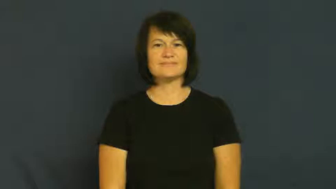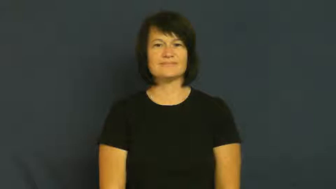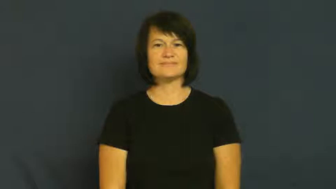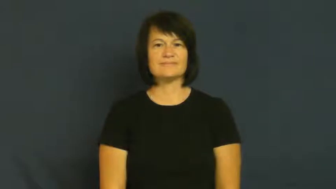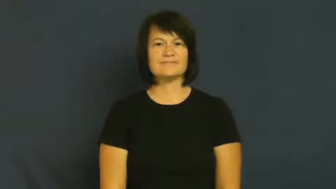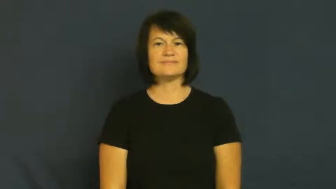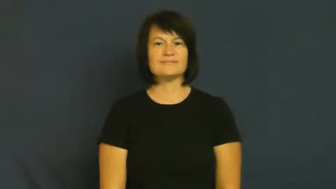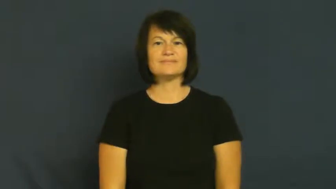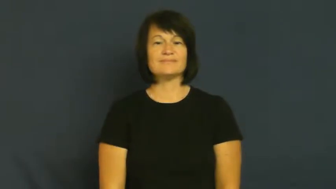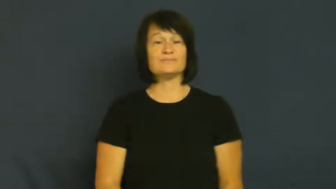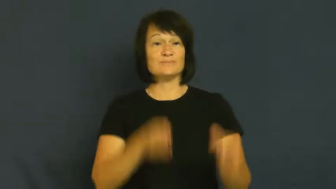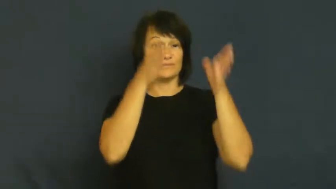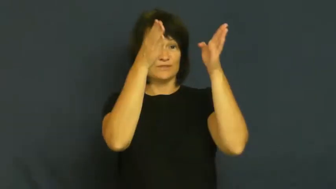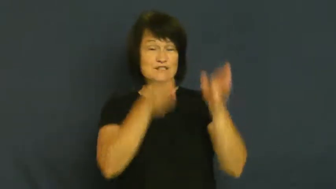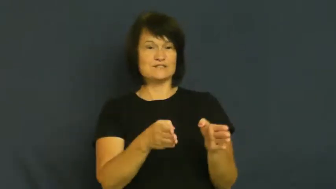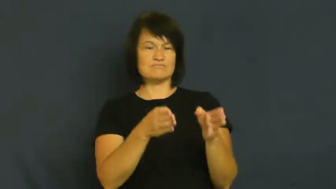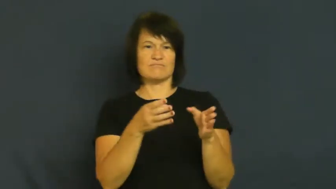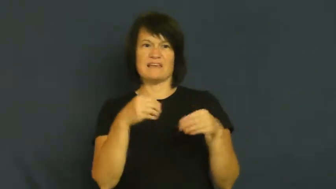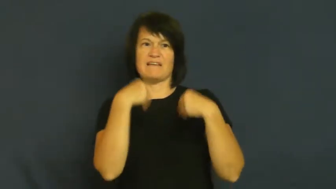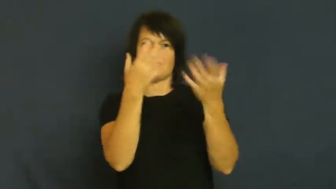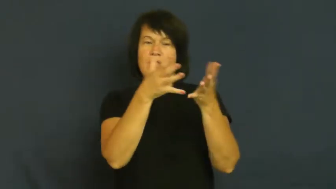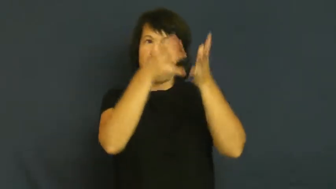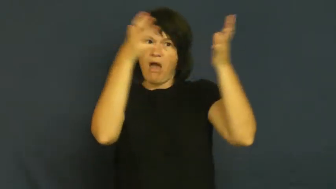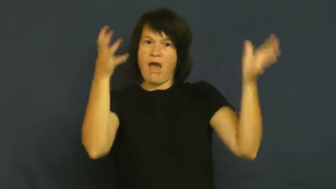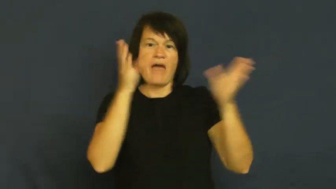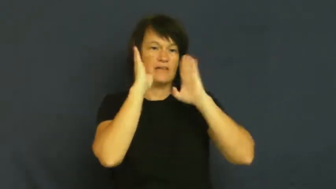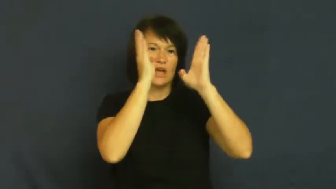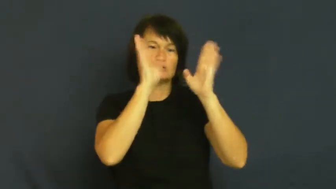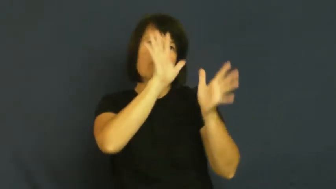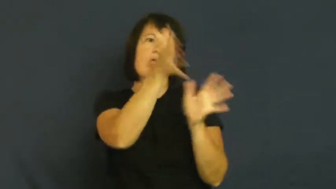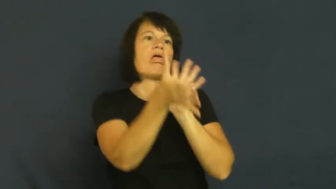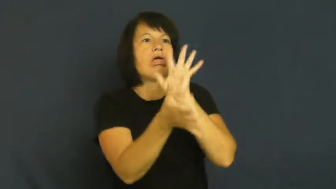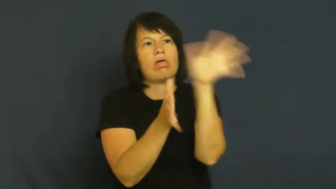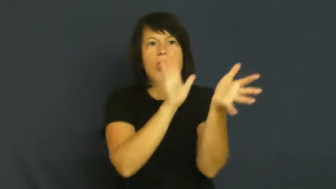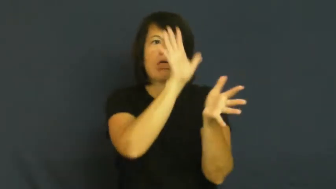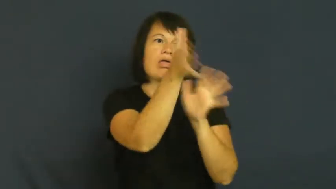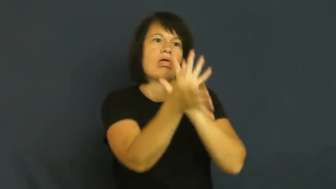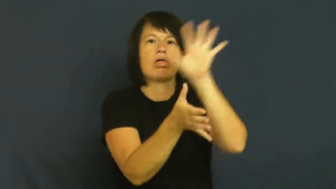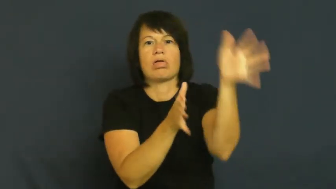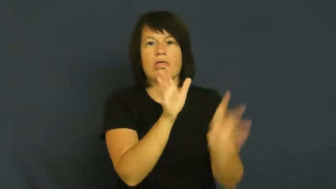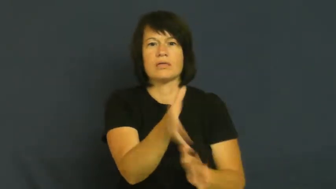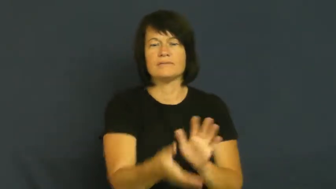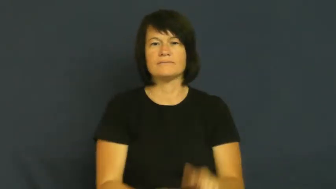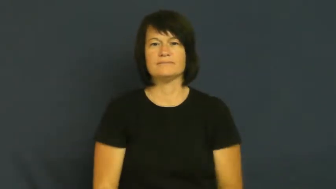fawn,solicitous-overindulge